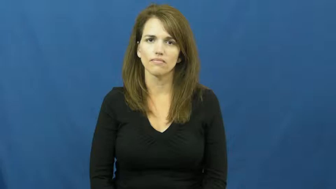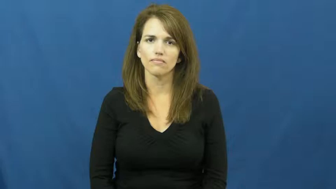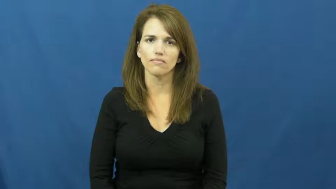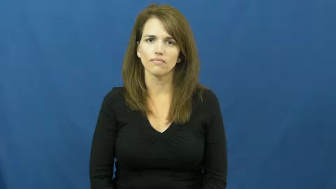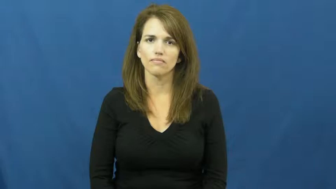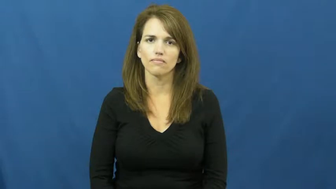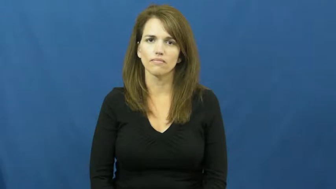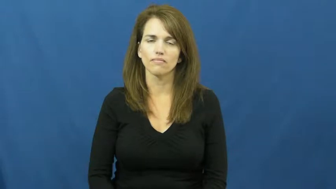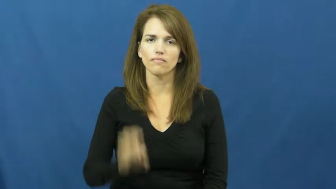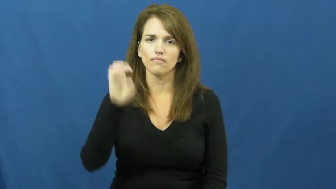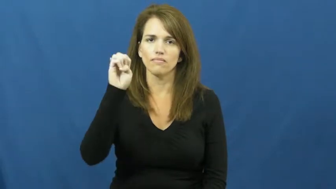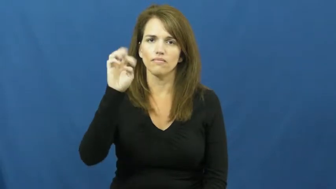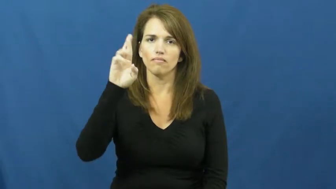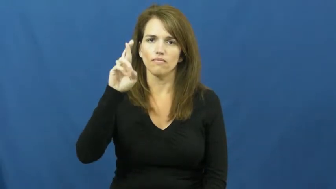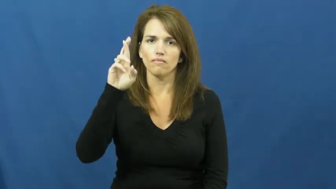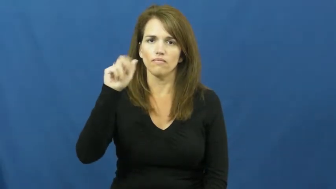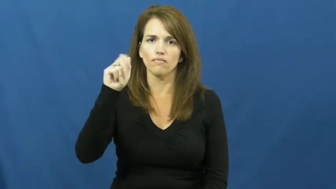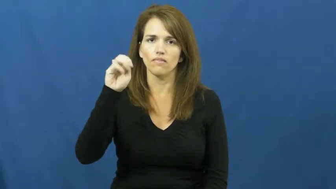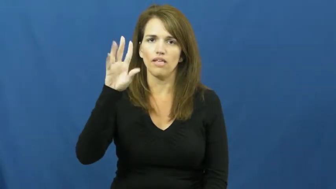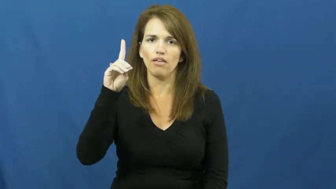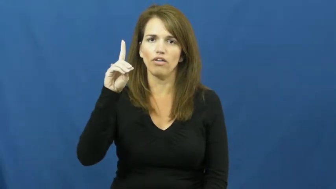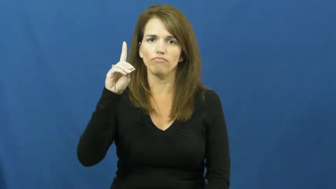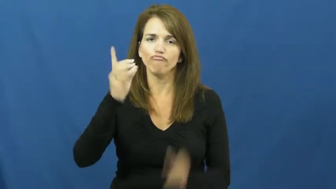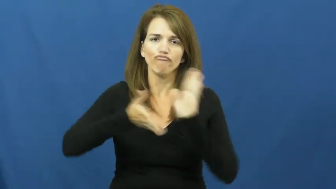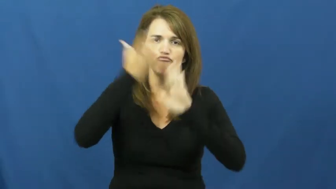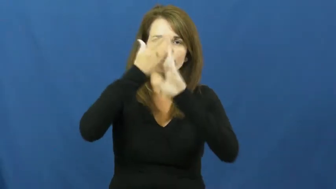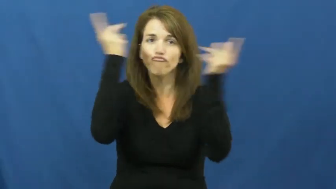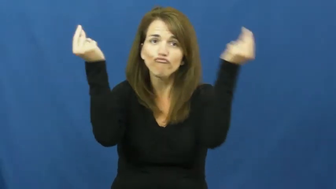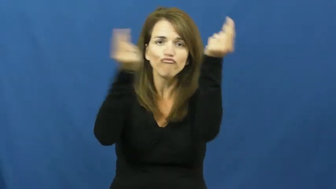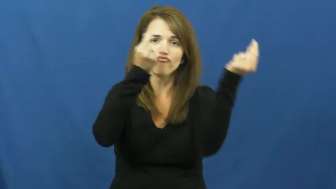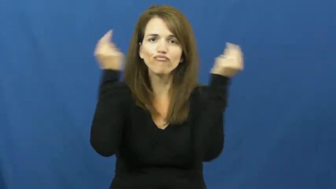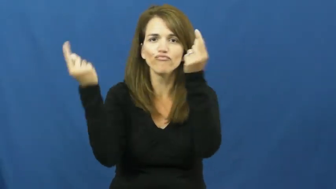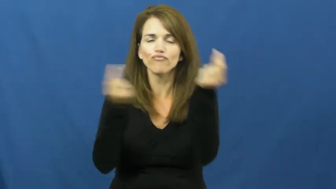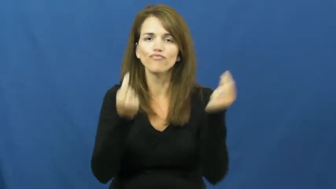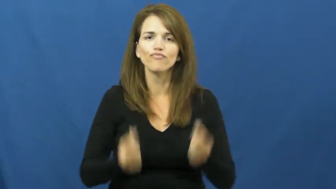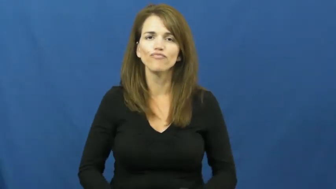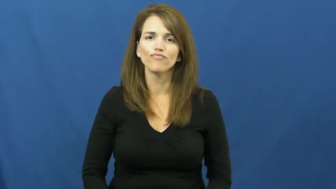errand